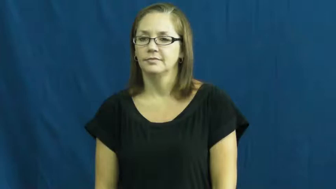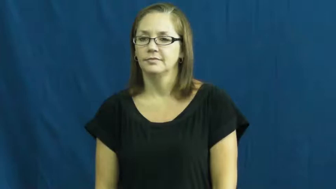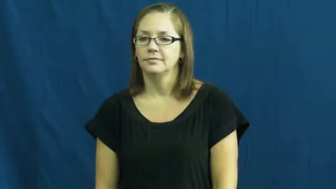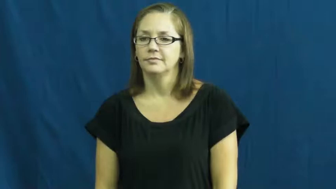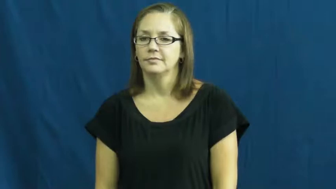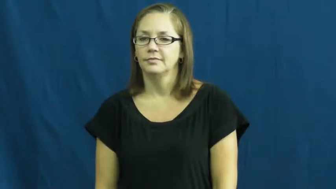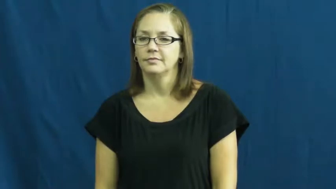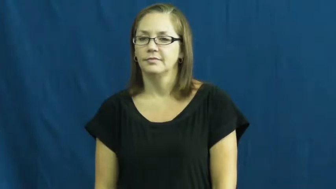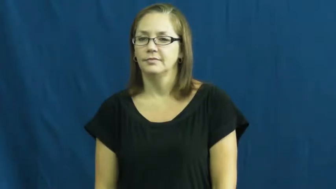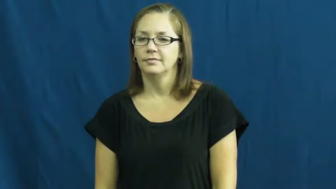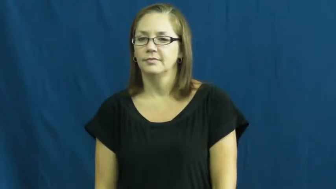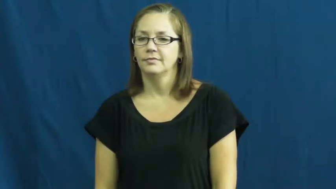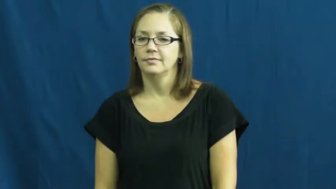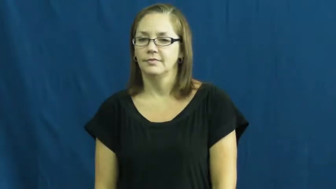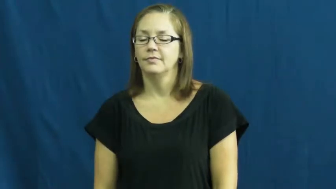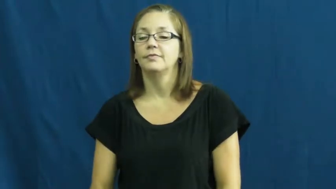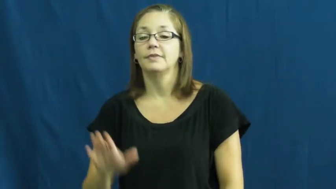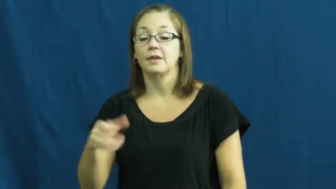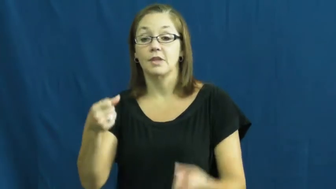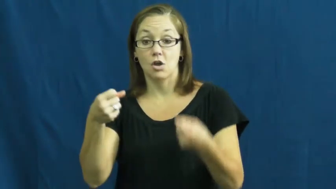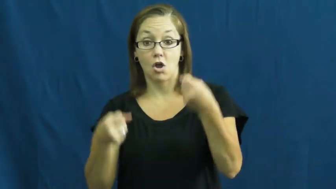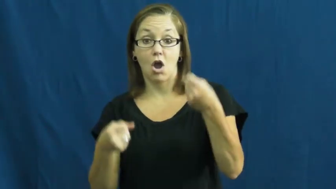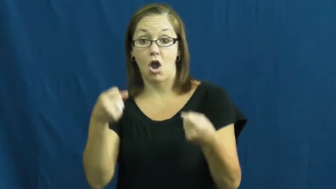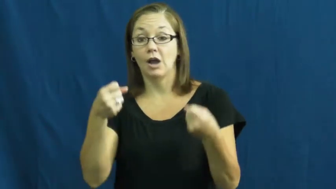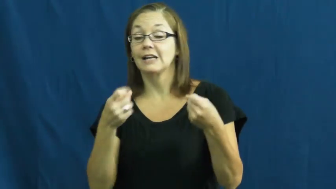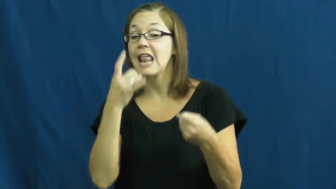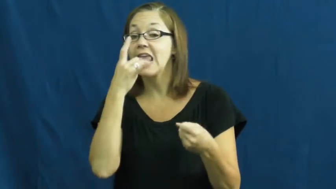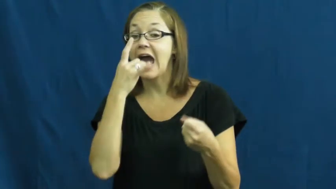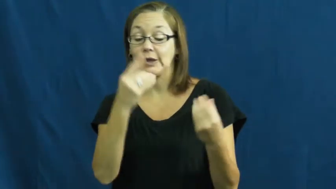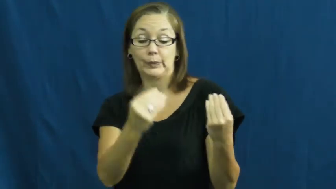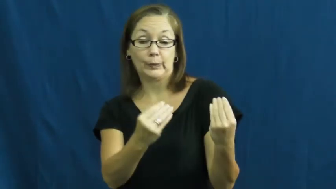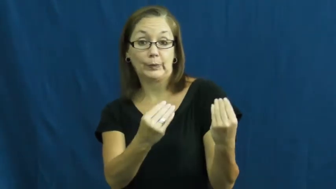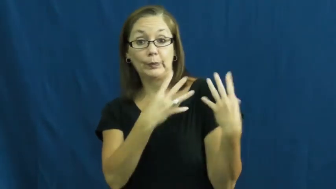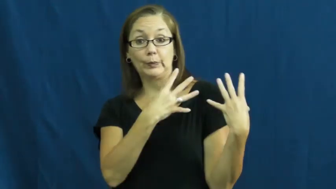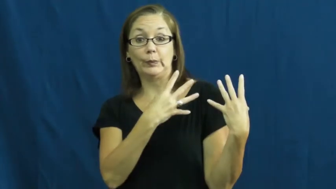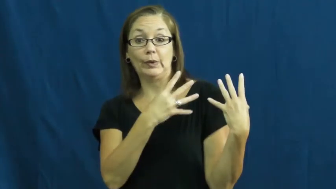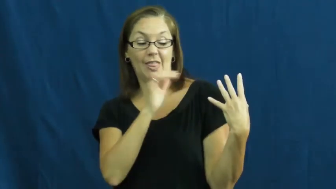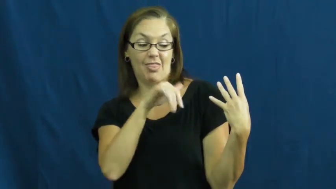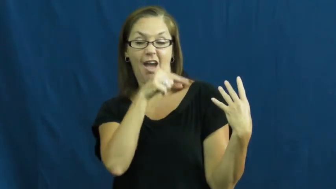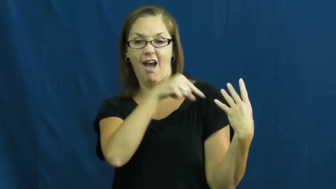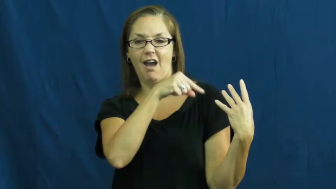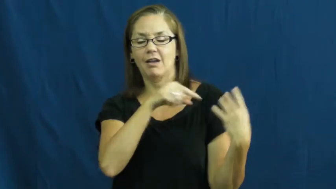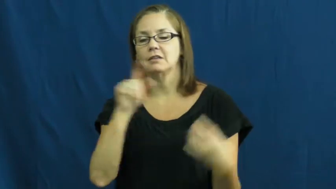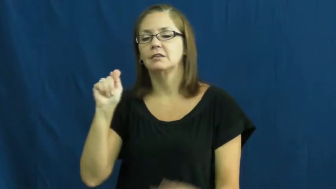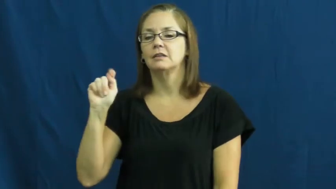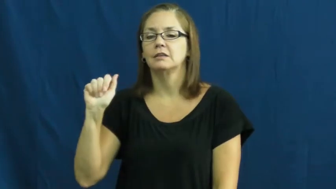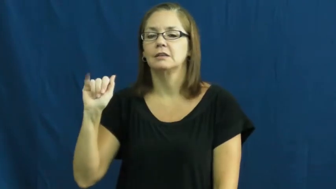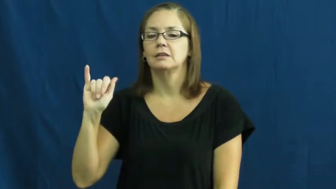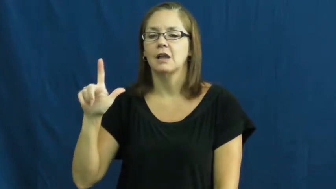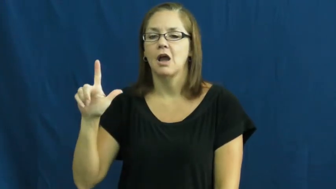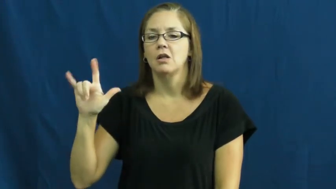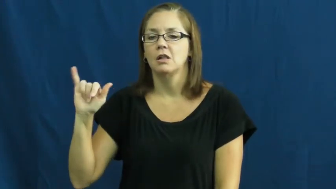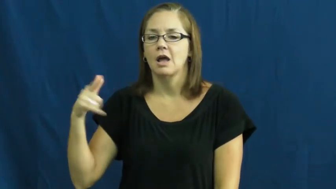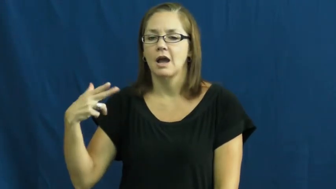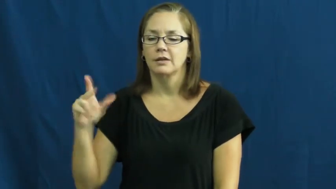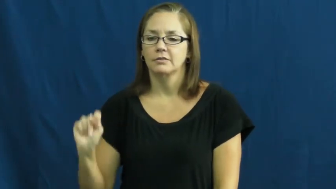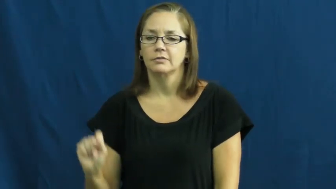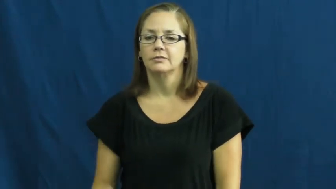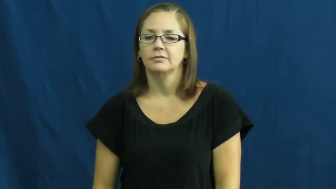taillight